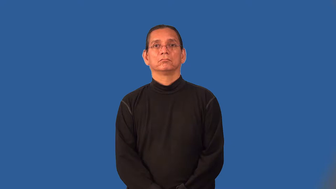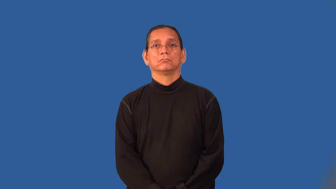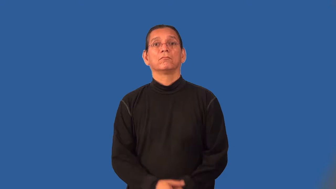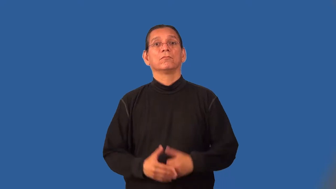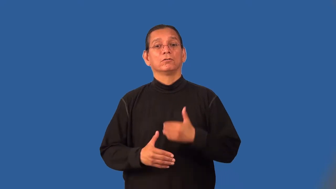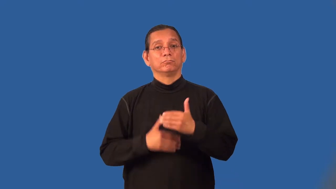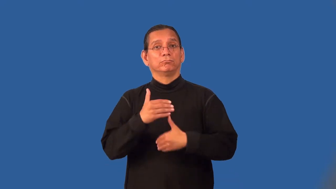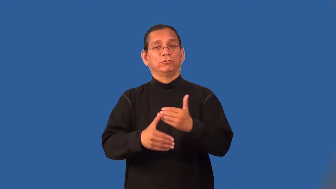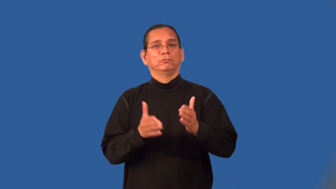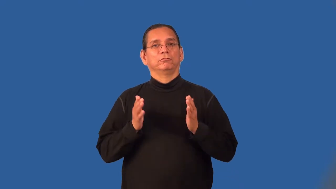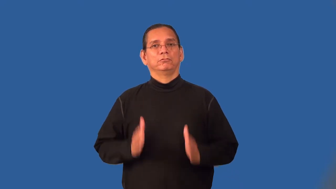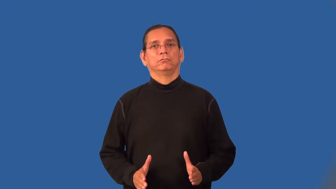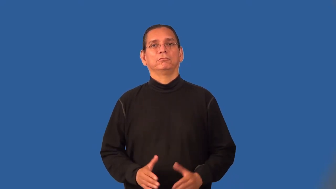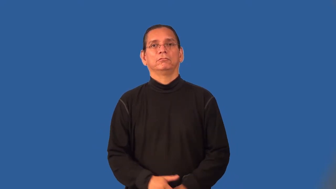processor